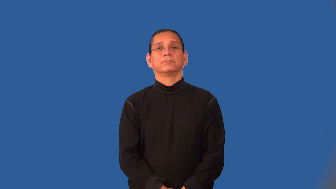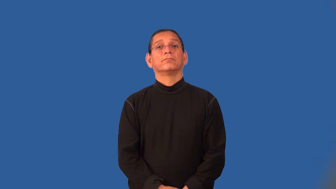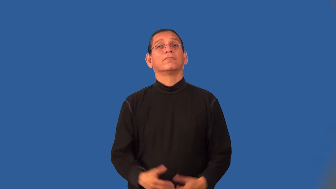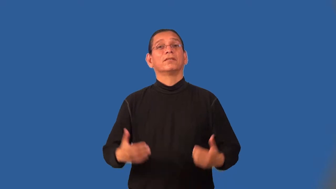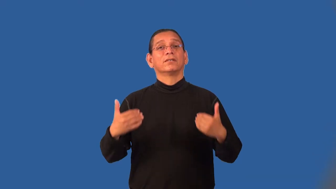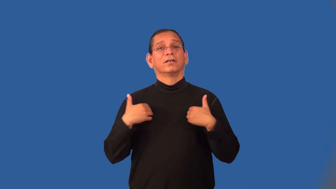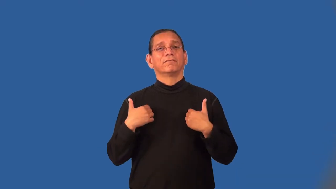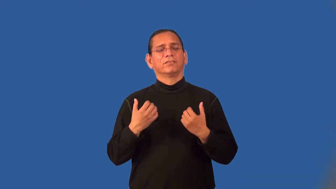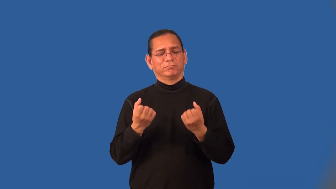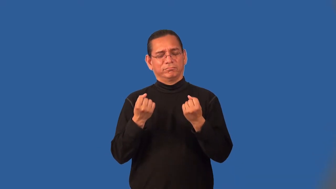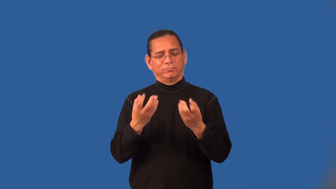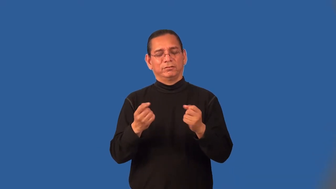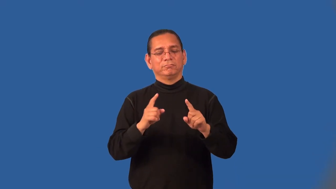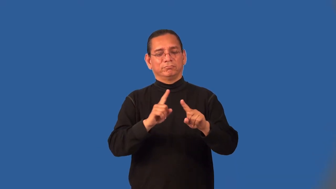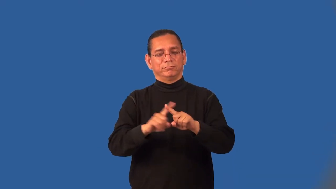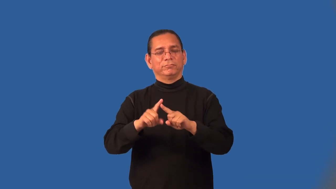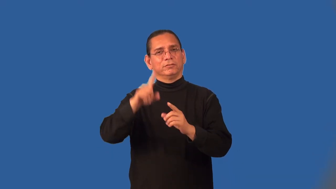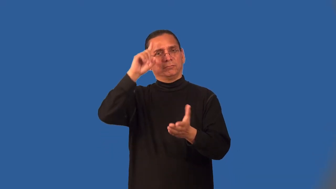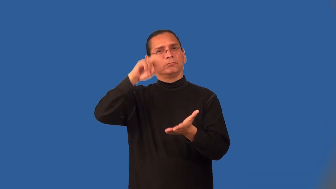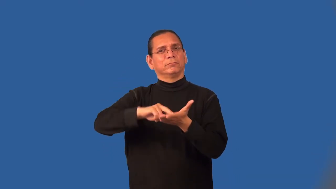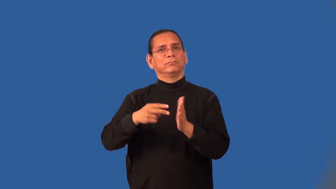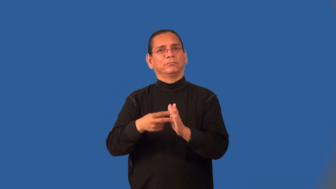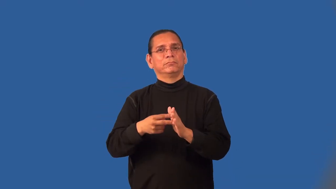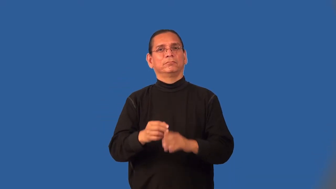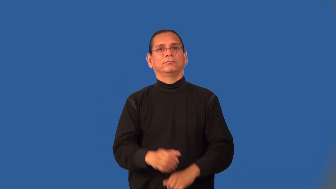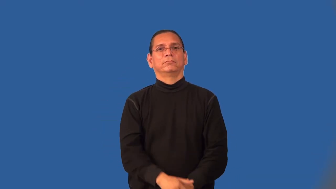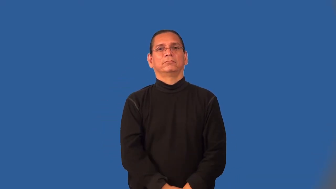multipurpose